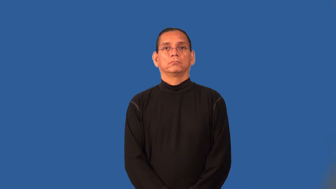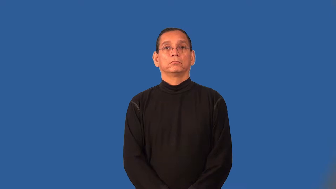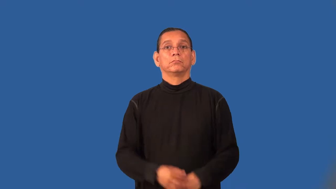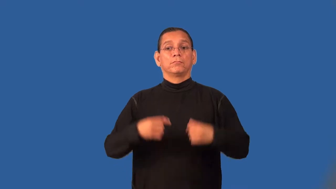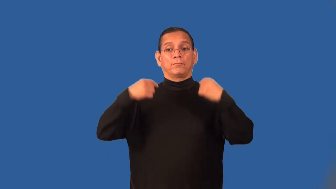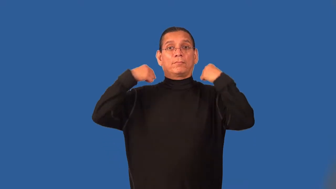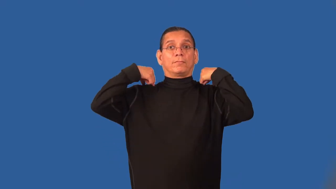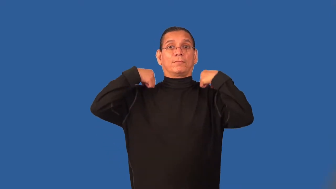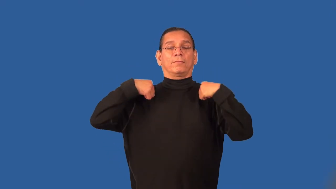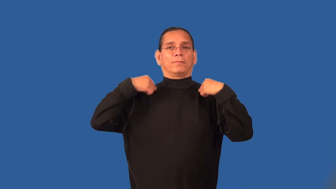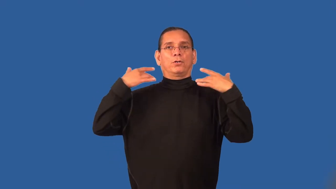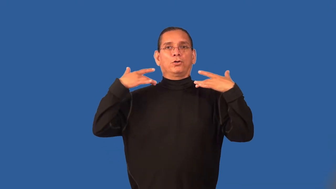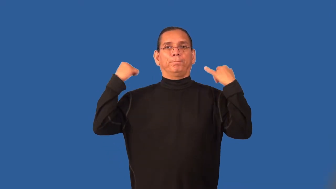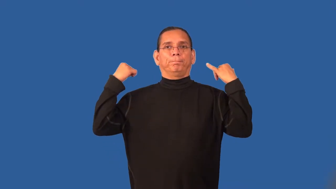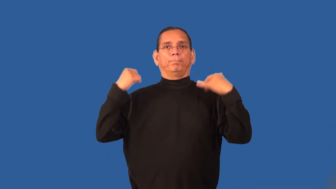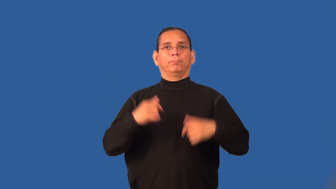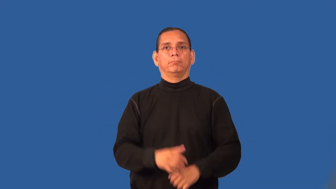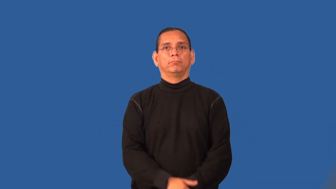strapless